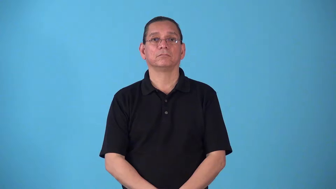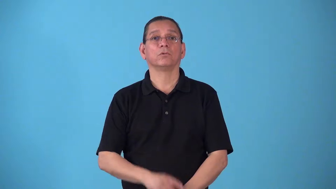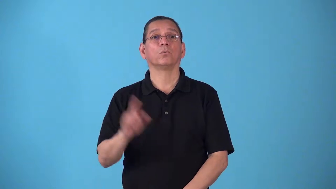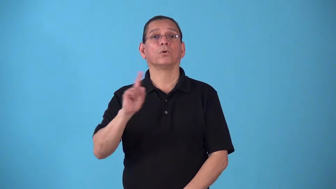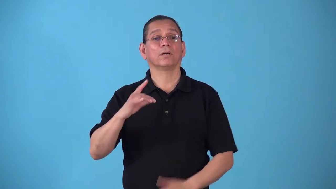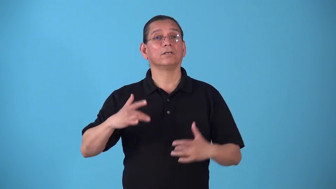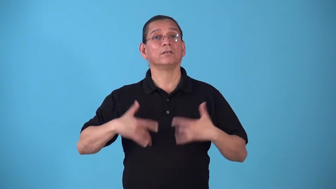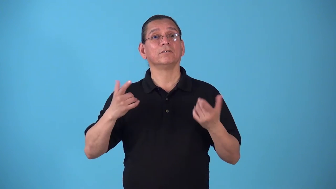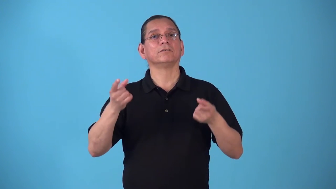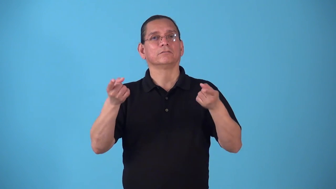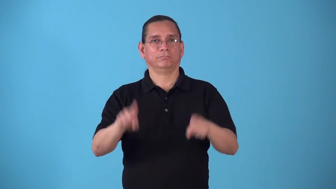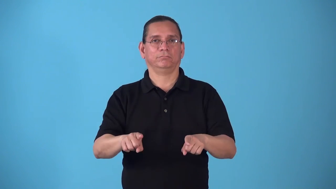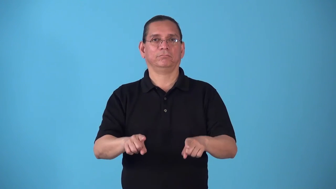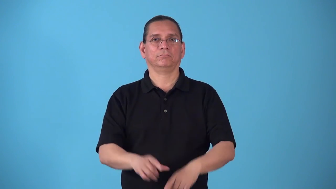stage-place where something happened